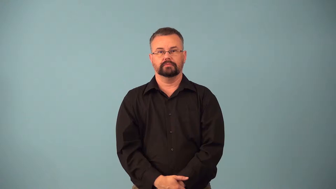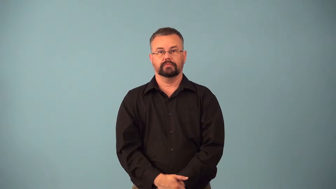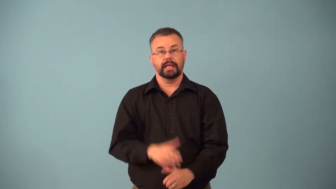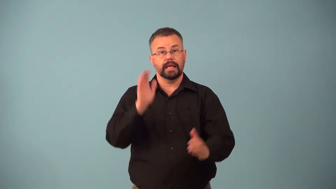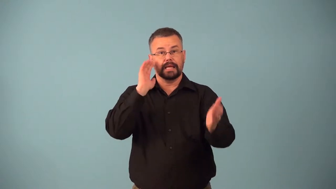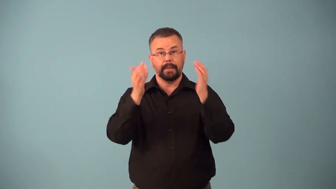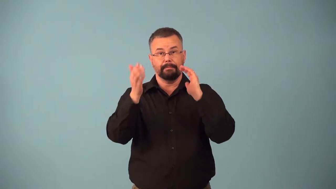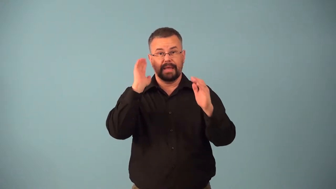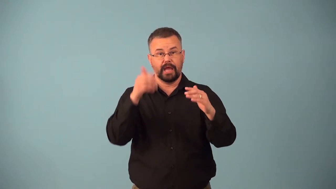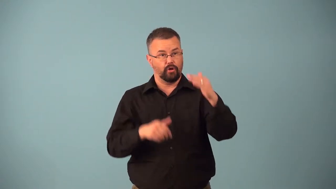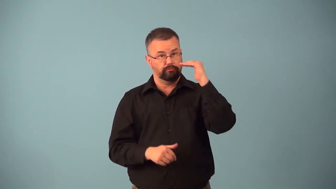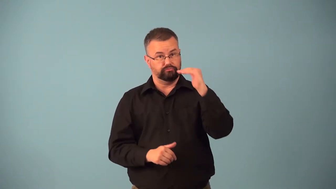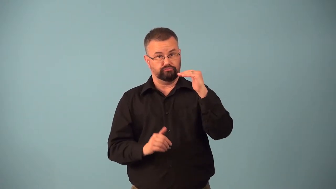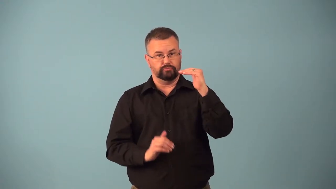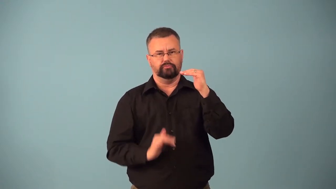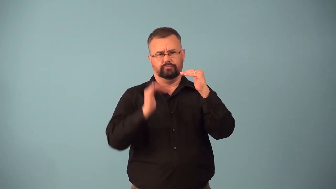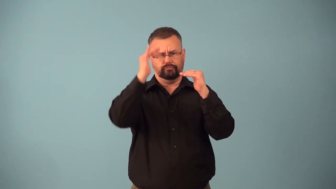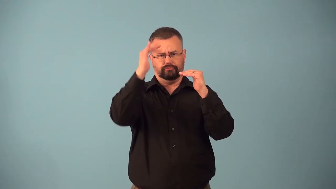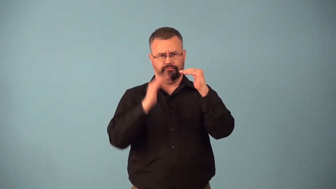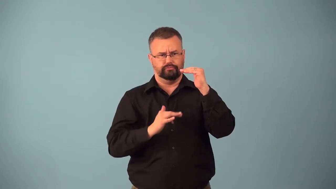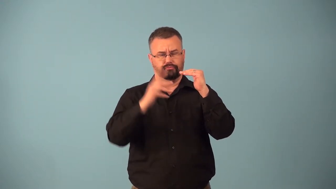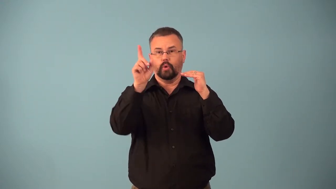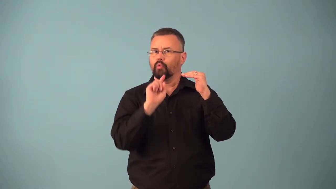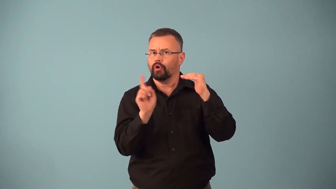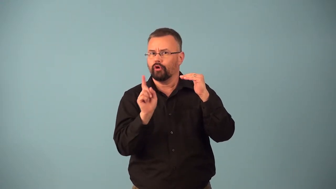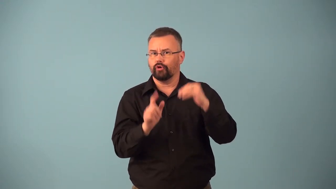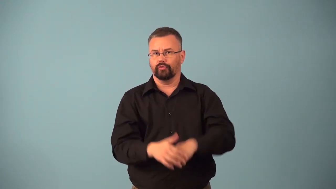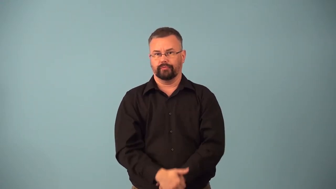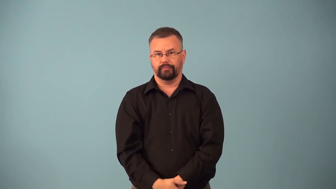benchmark-verb